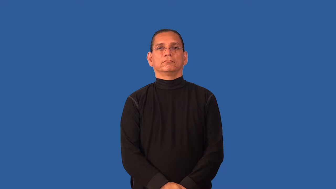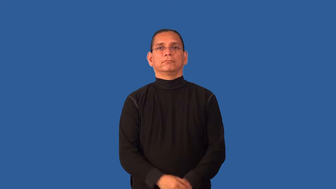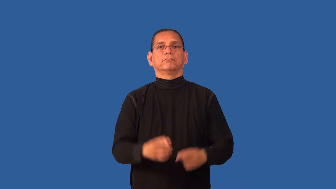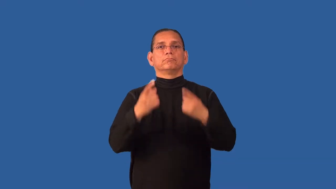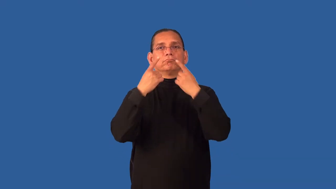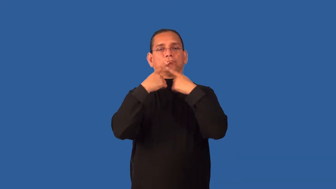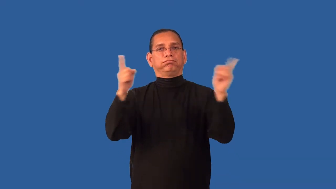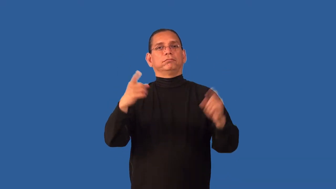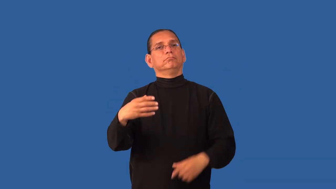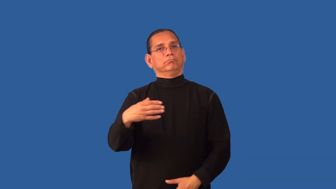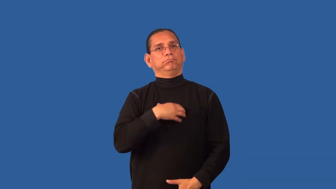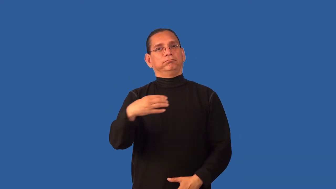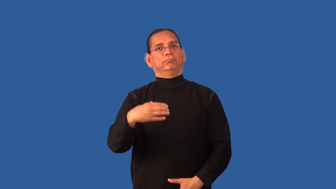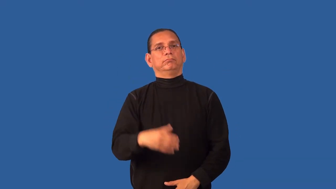decry